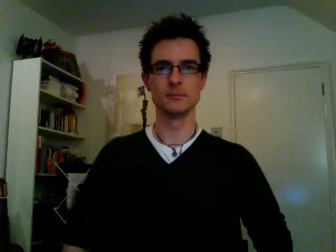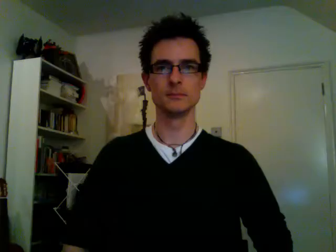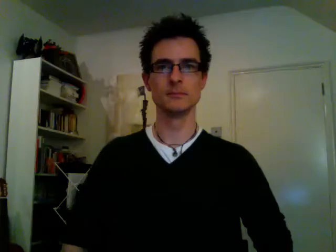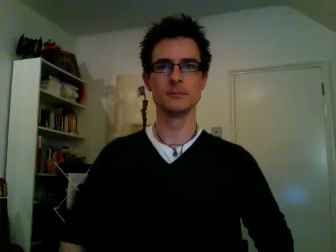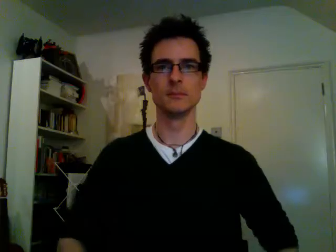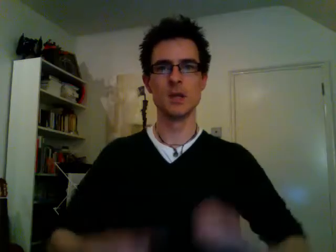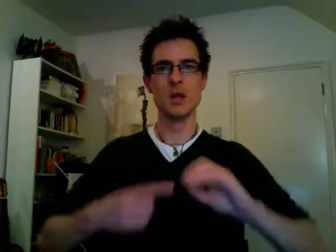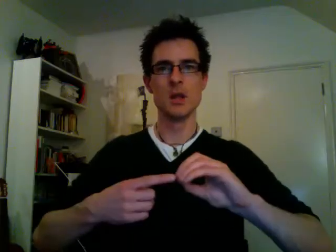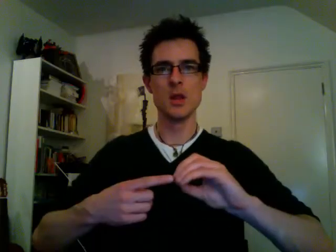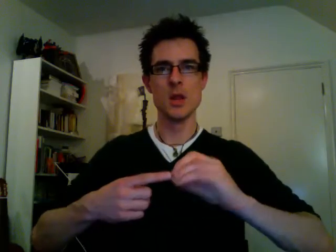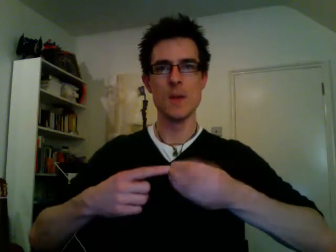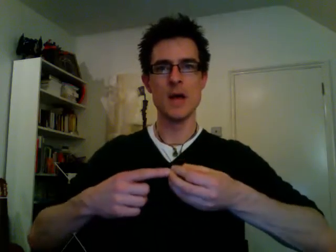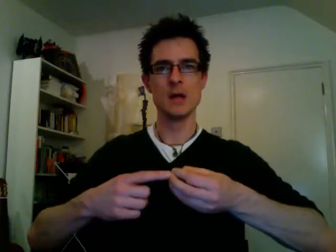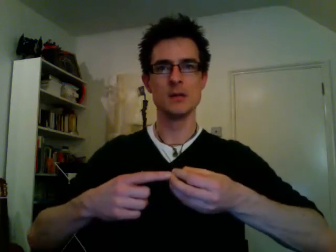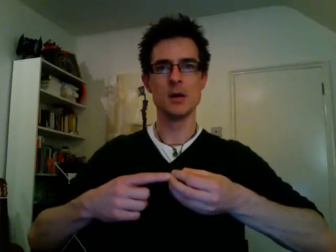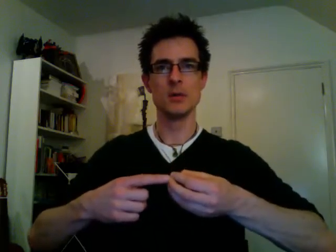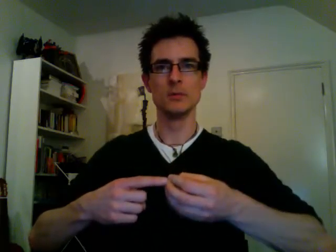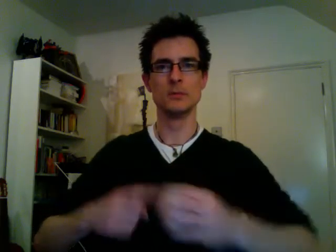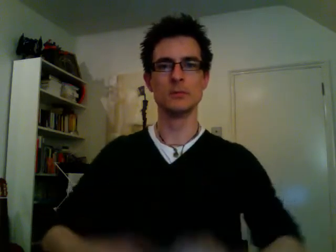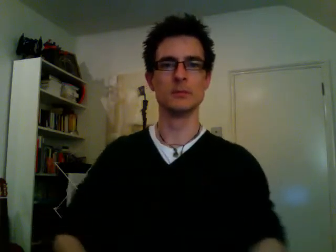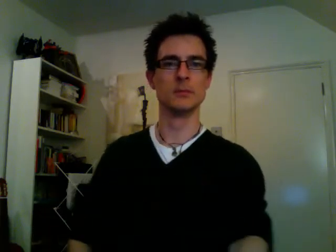tomato